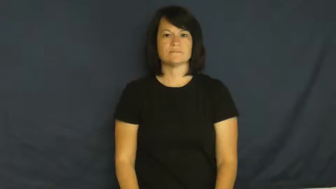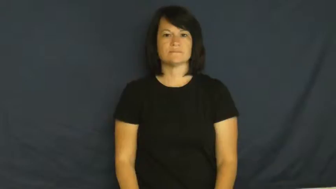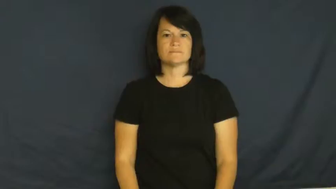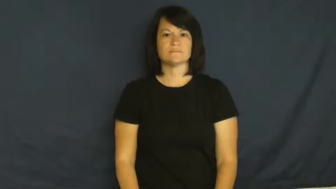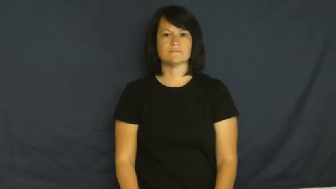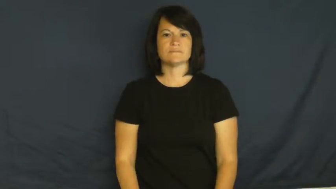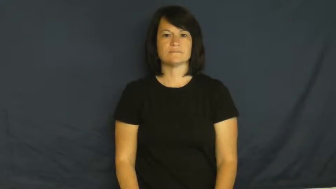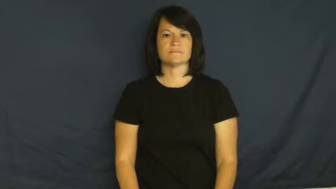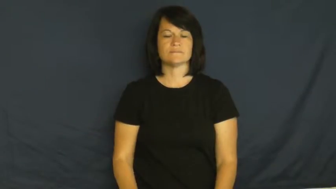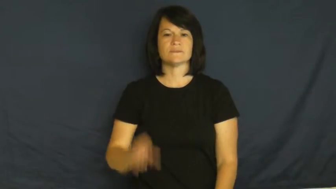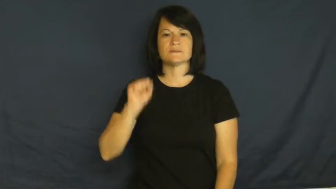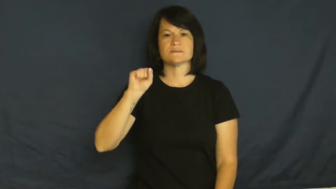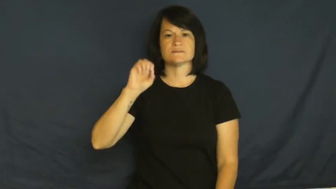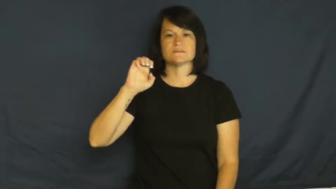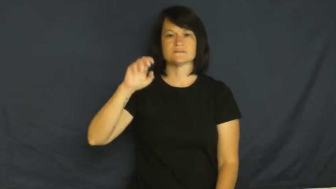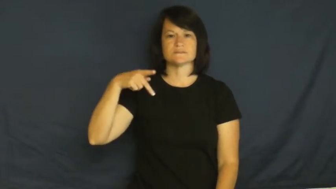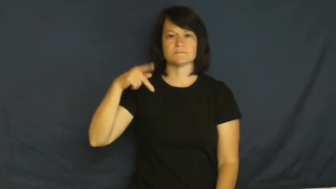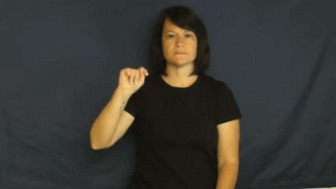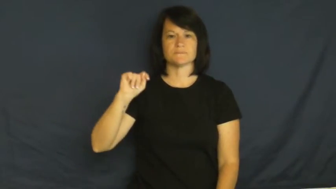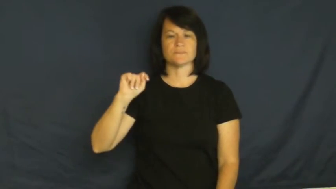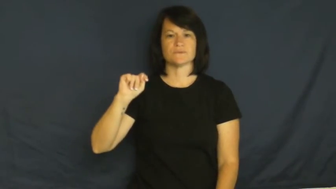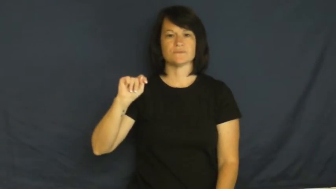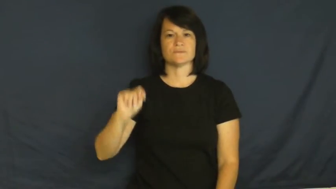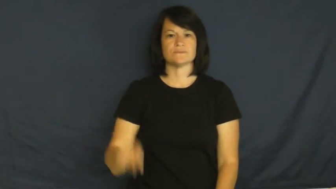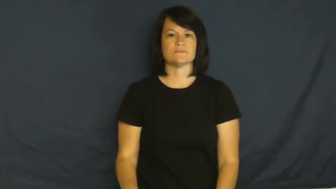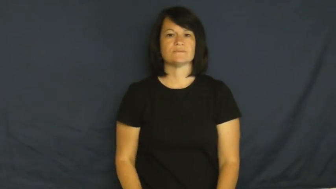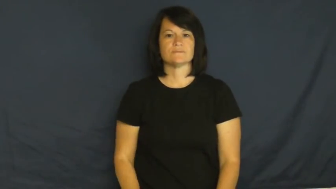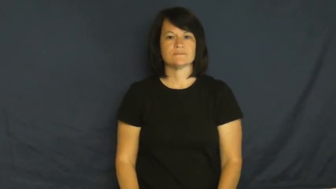September